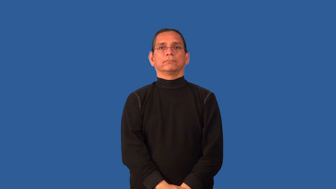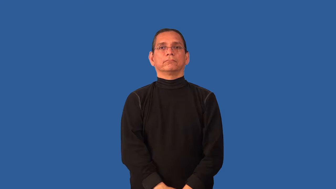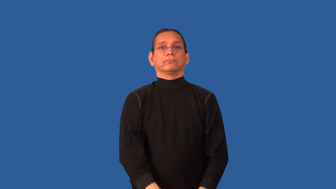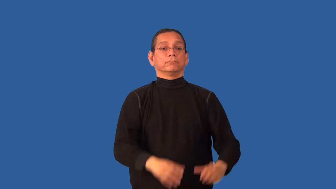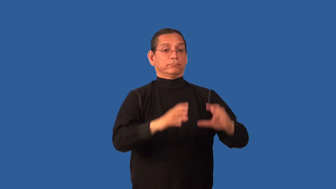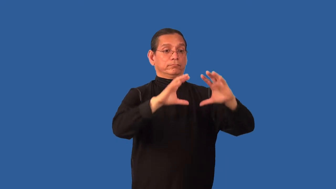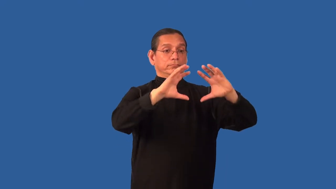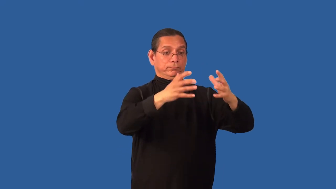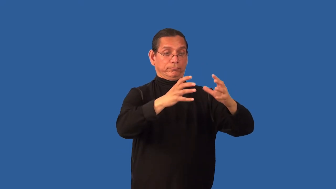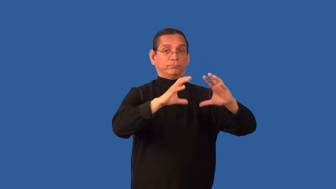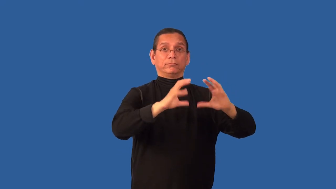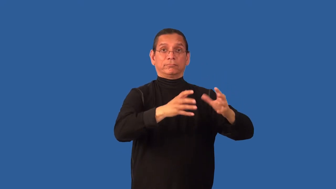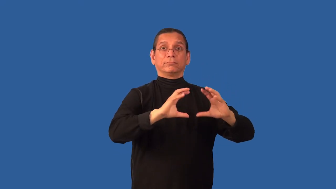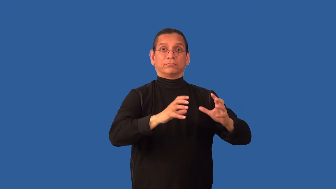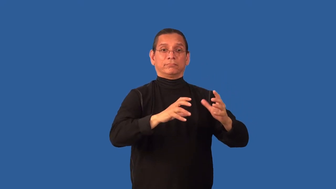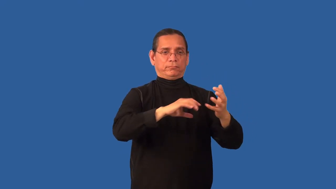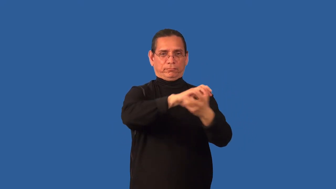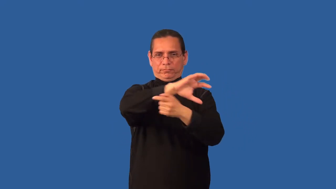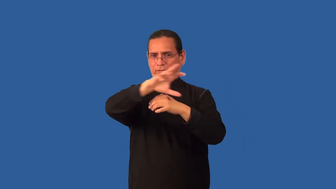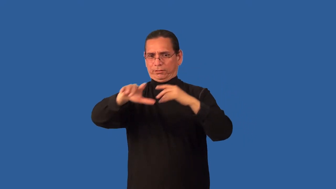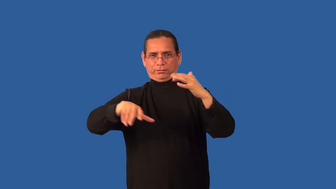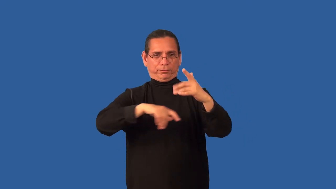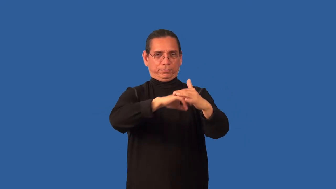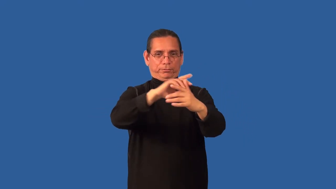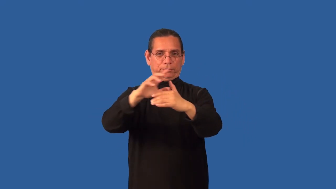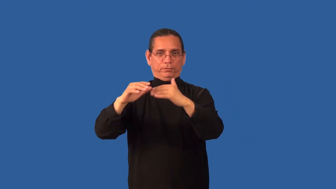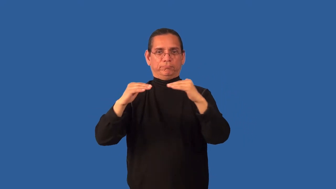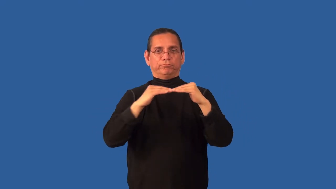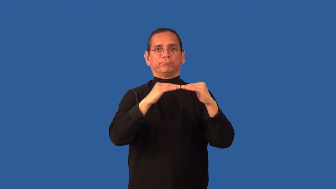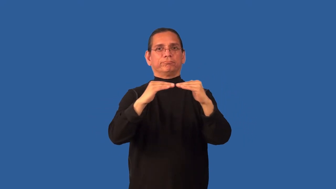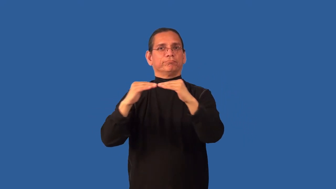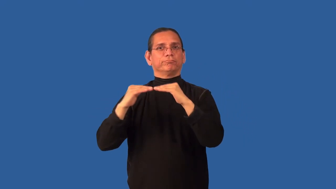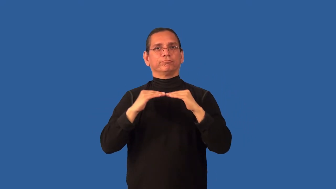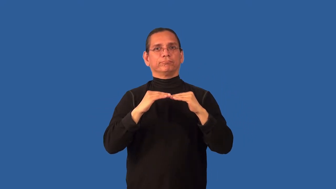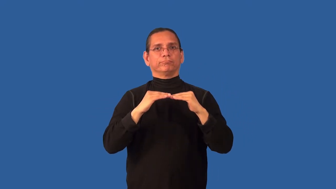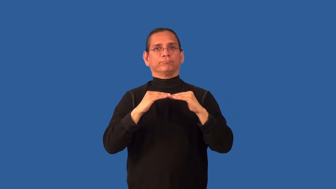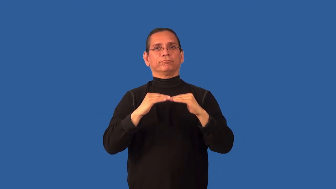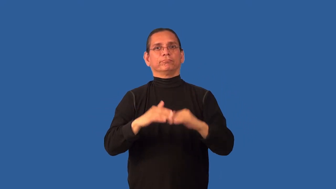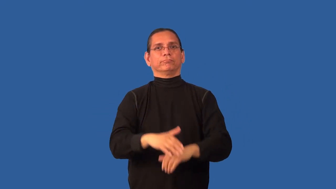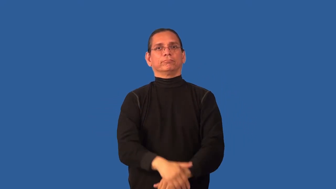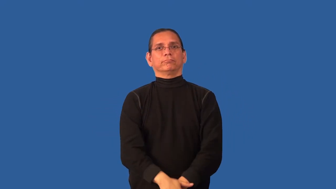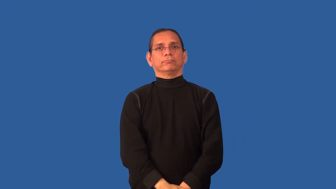classless